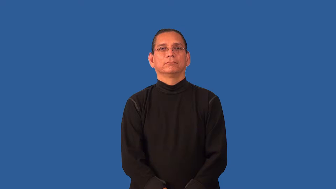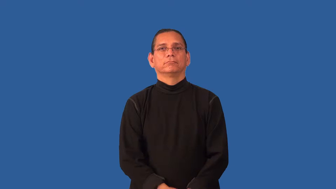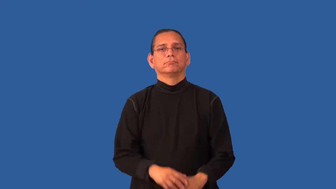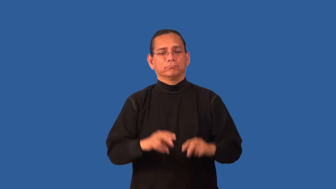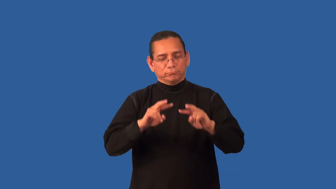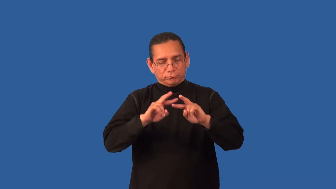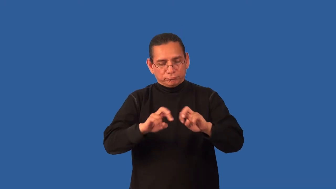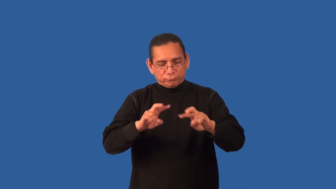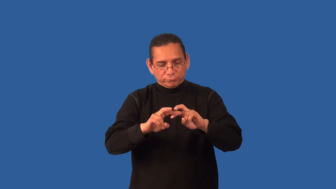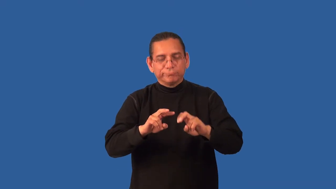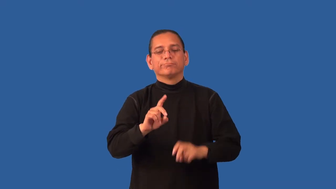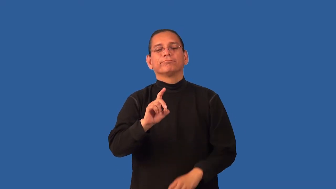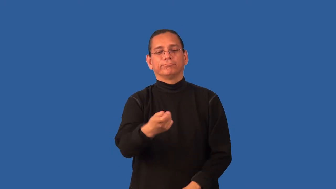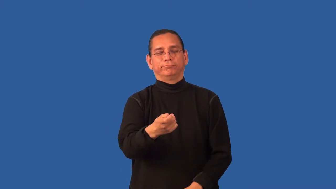diagnose